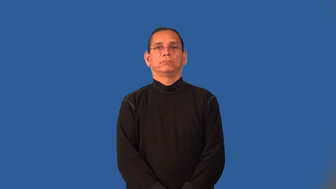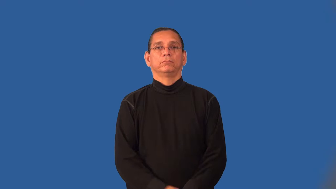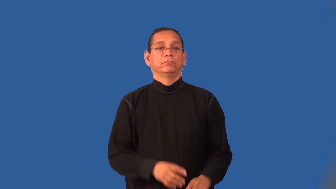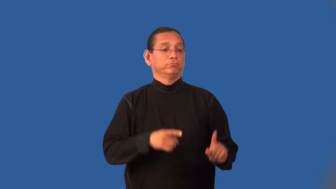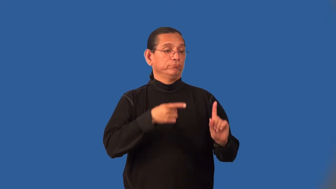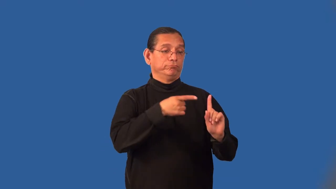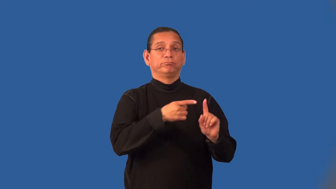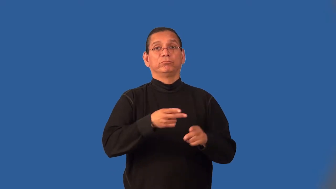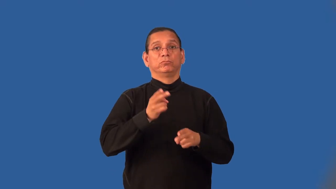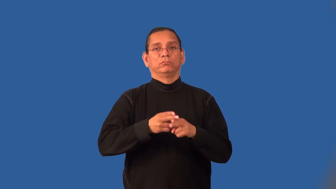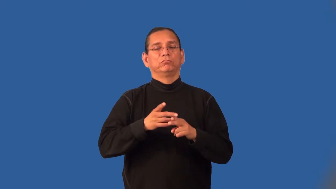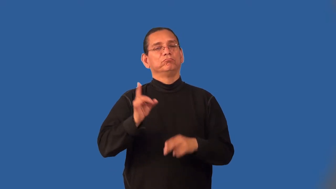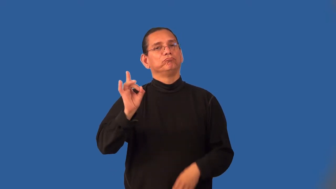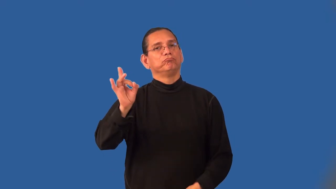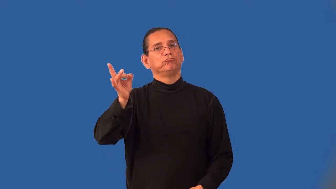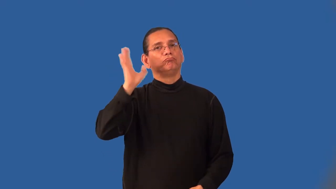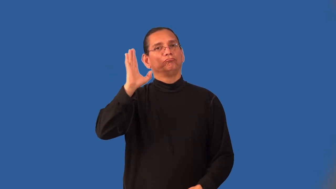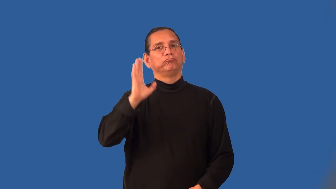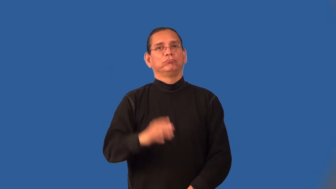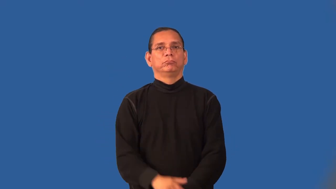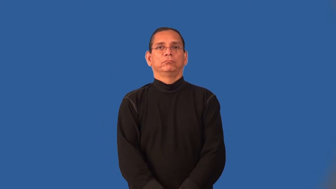infamy